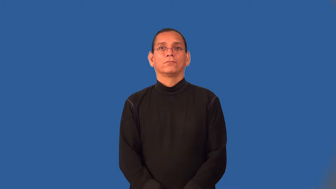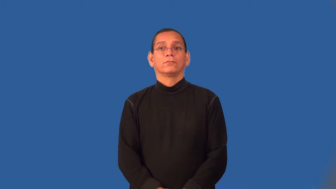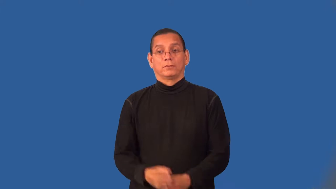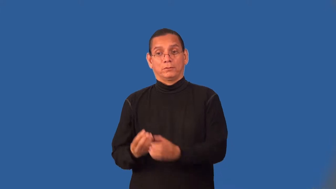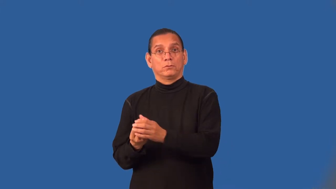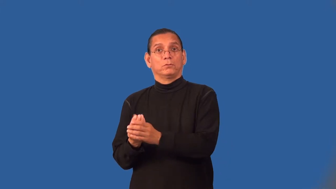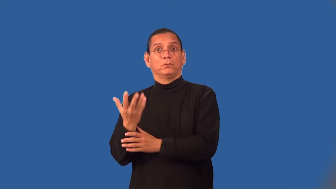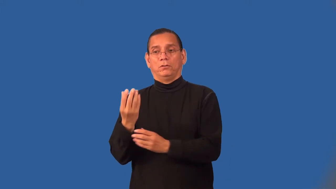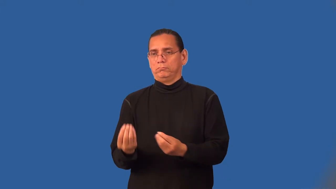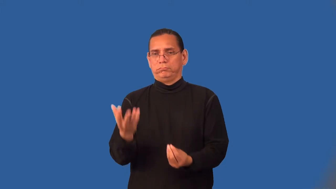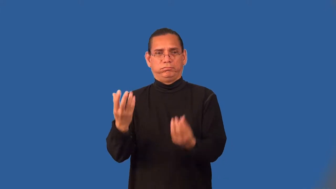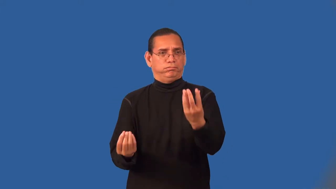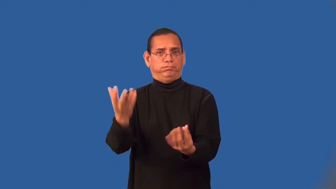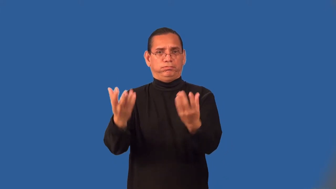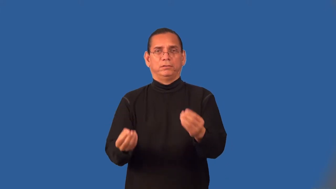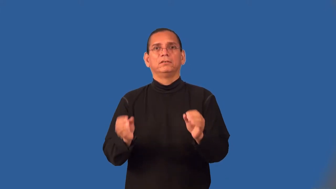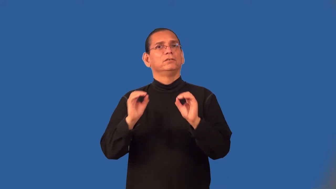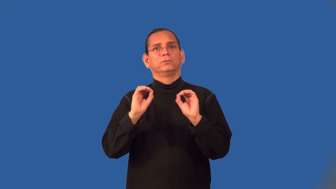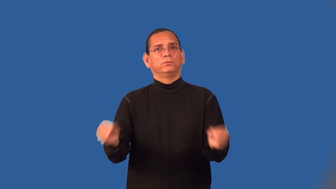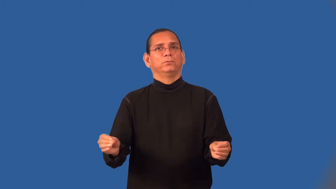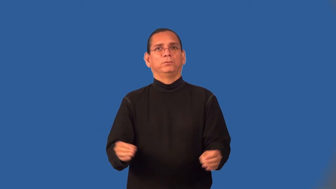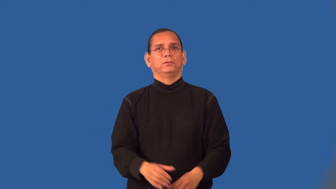weedless